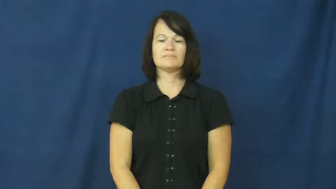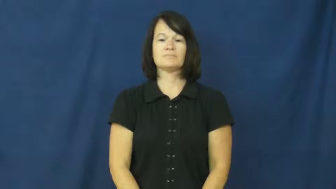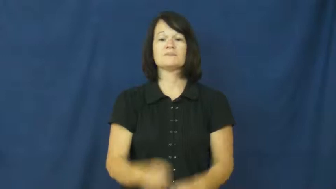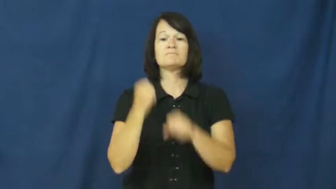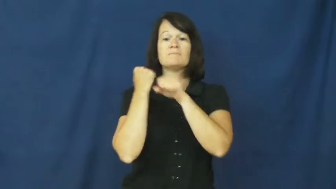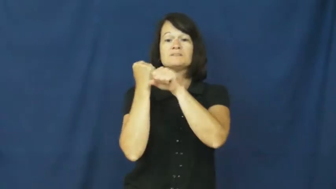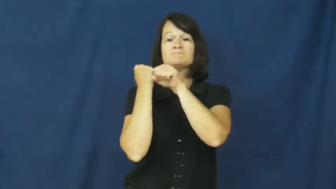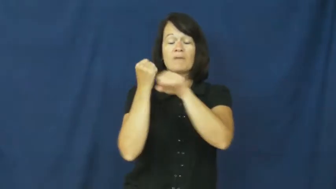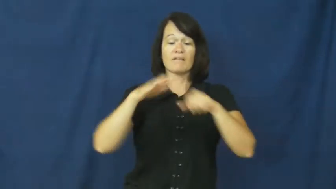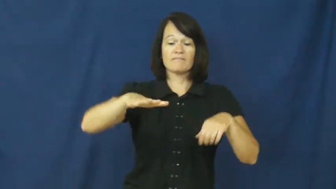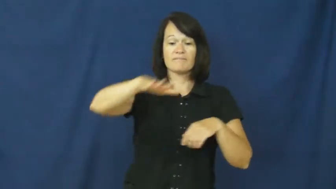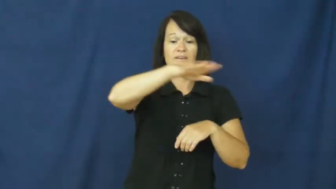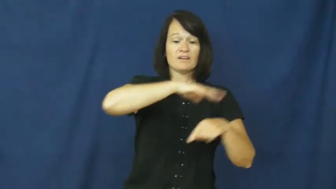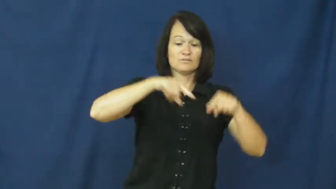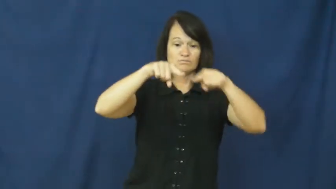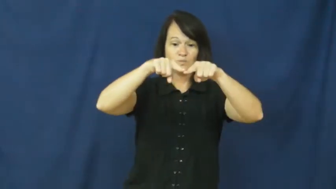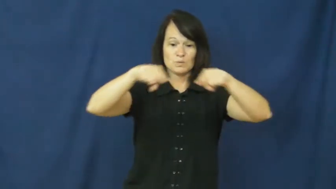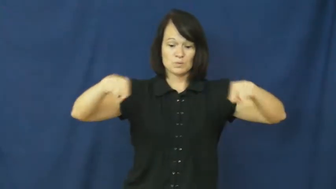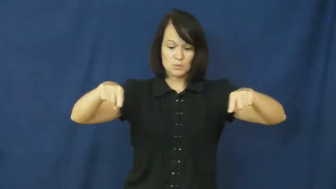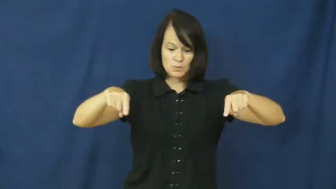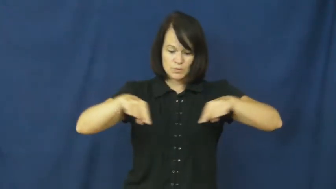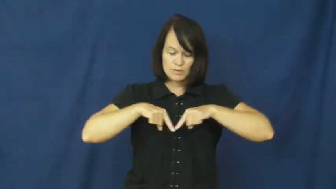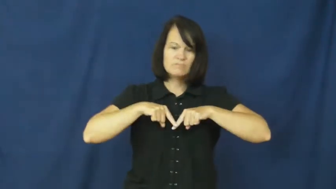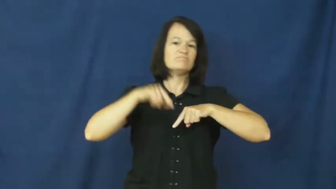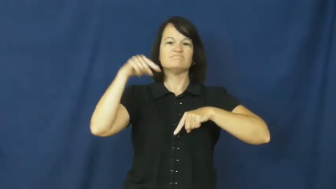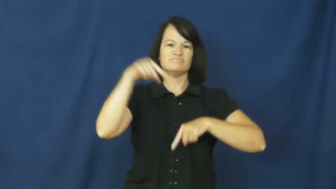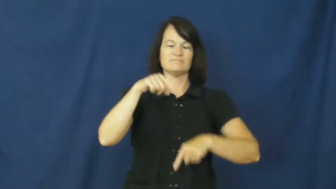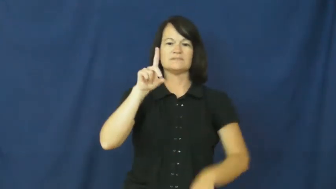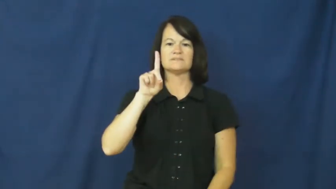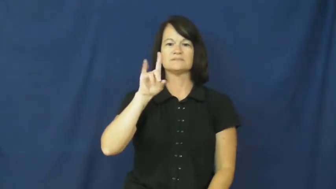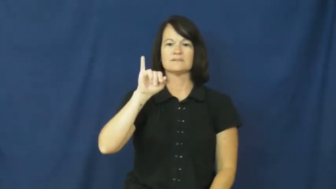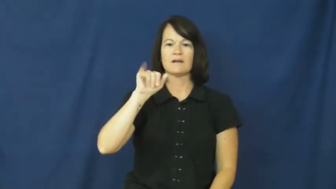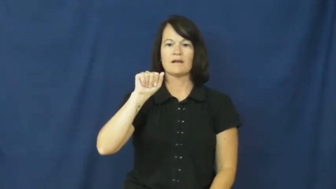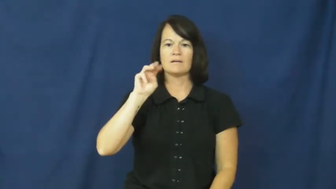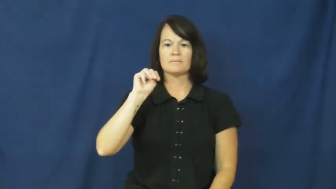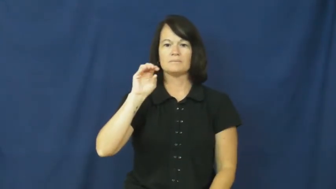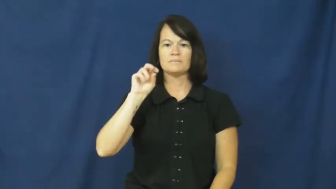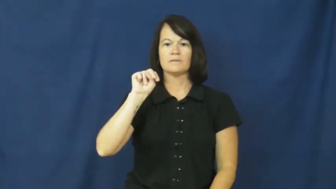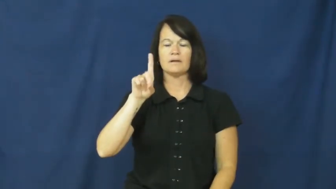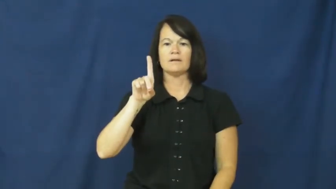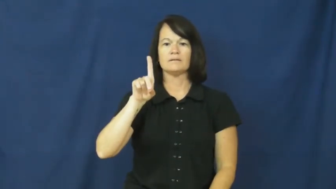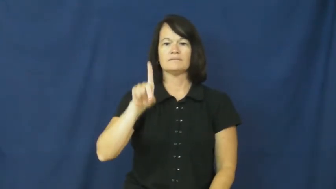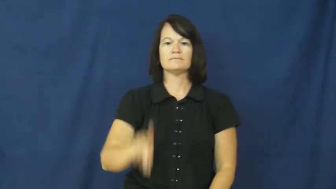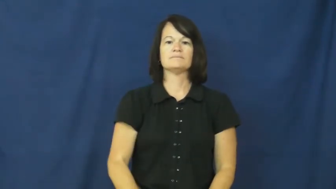diamond-baseball